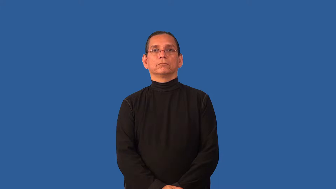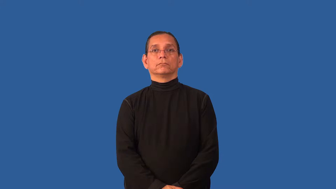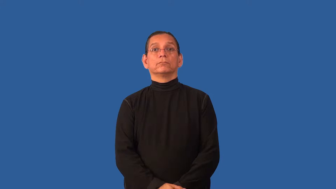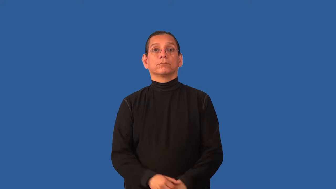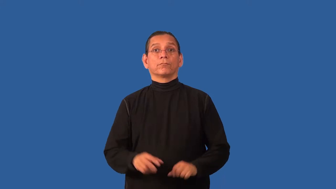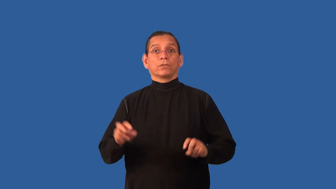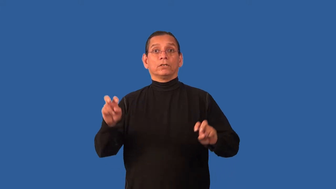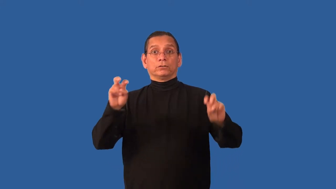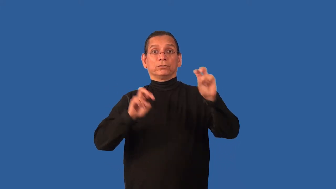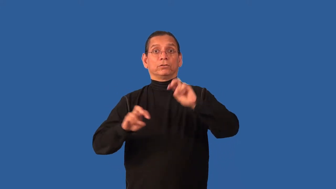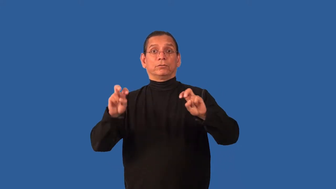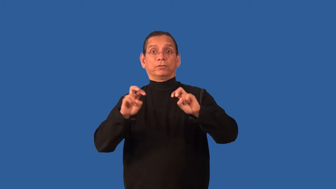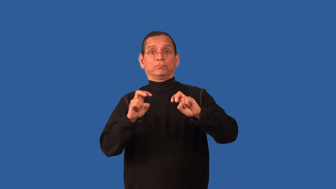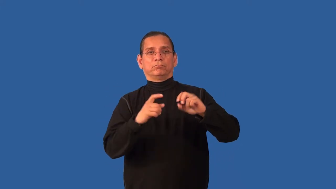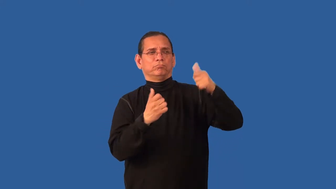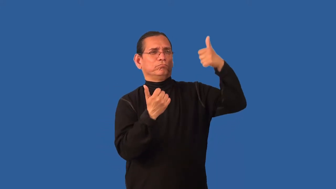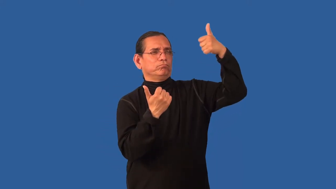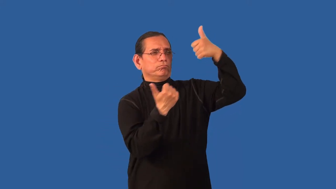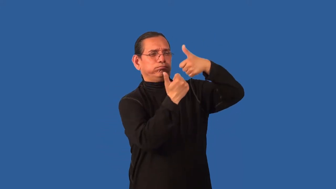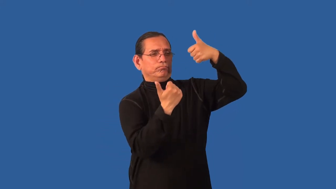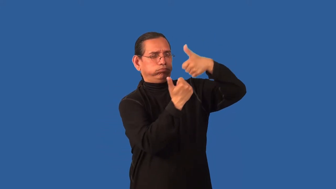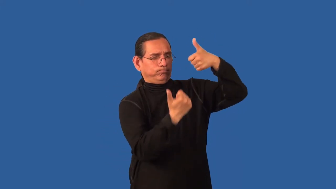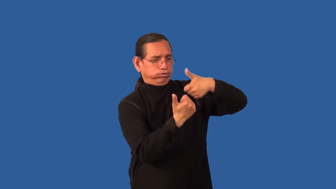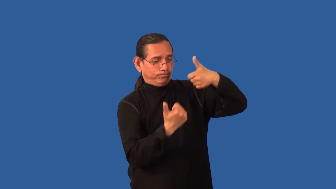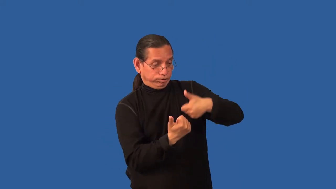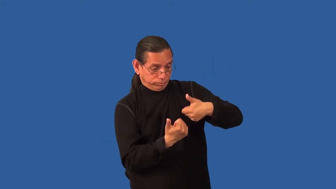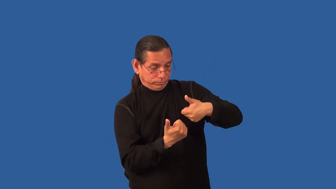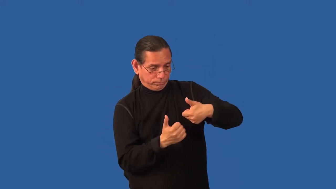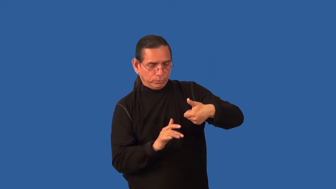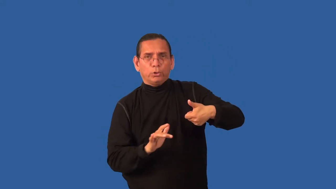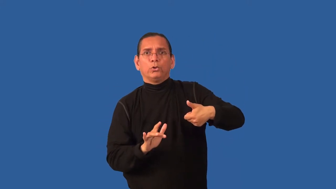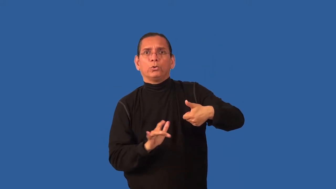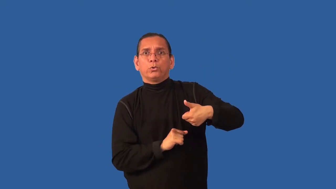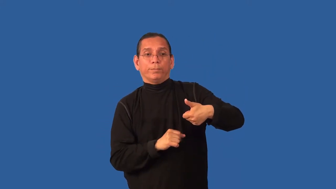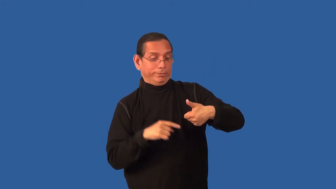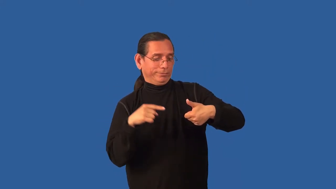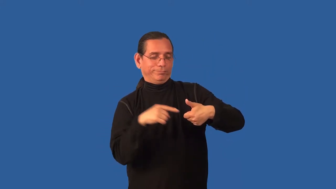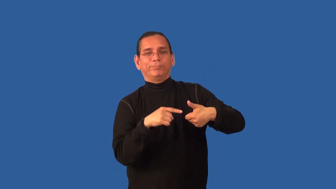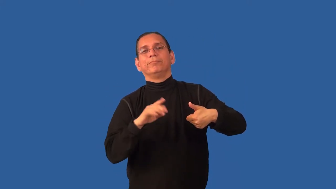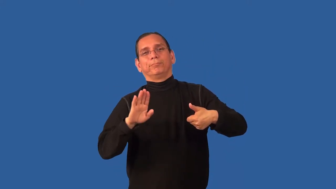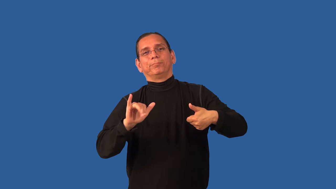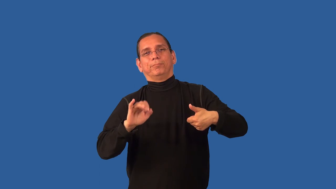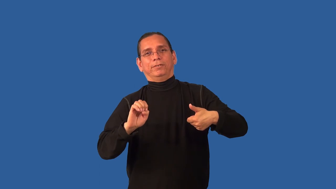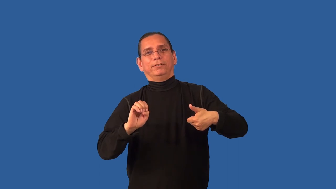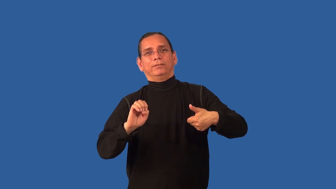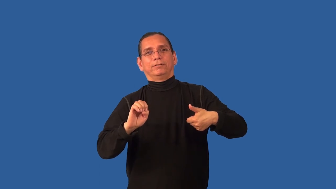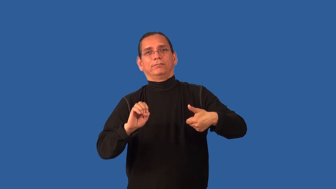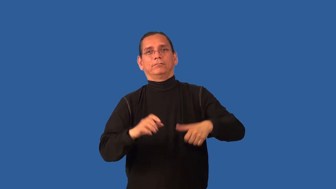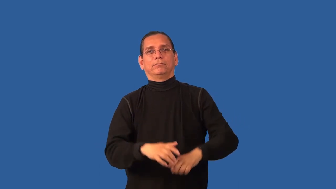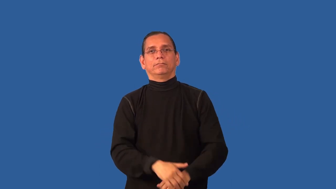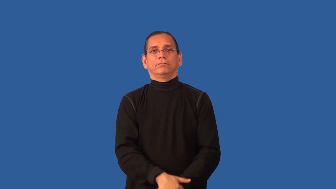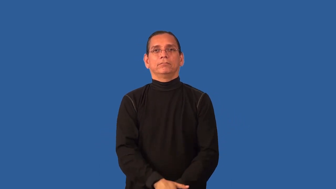bye-tournament